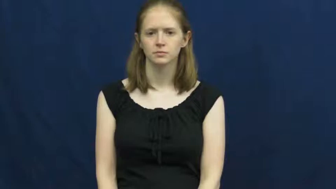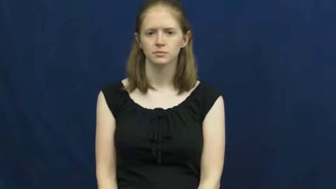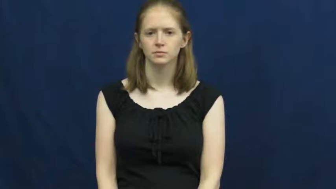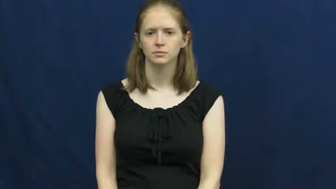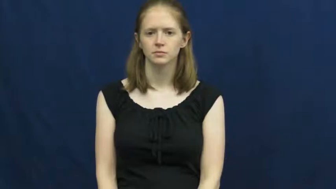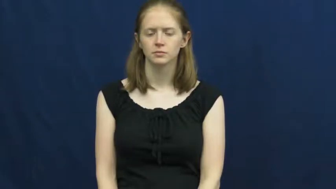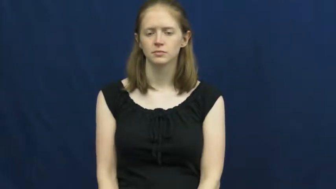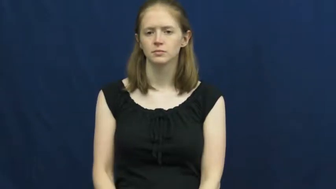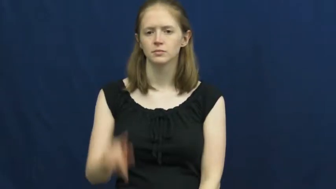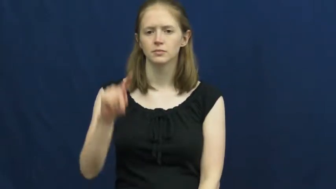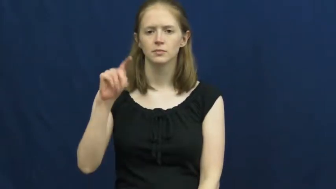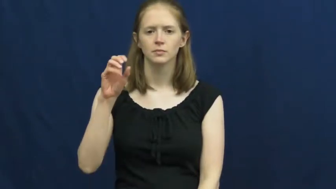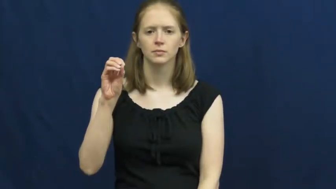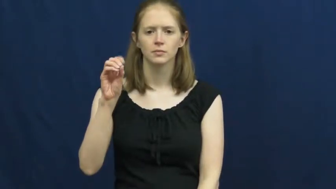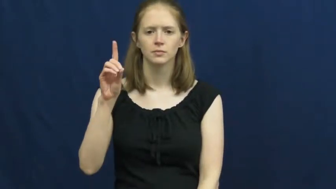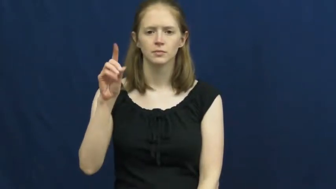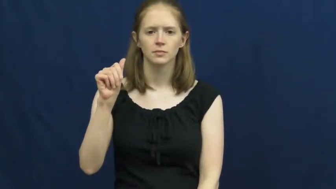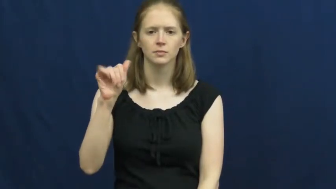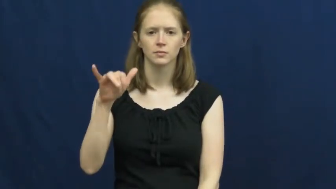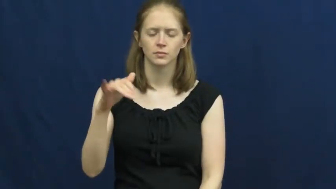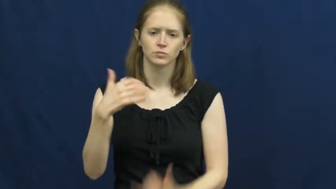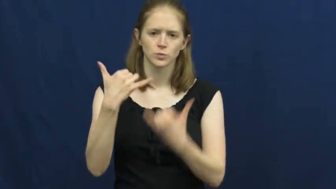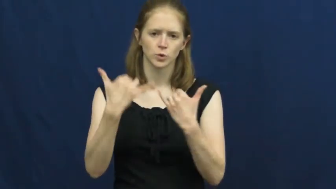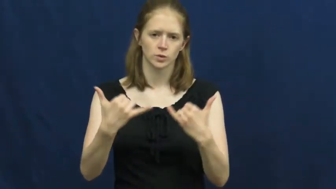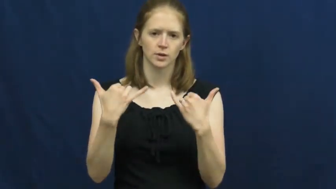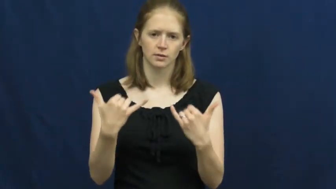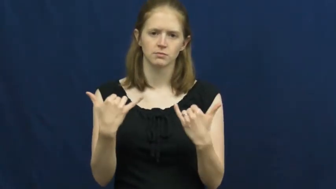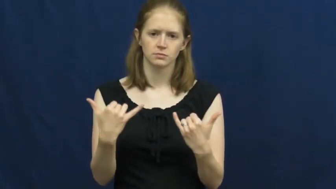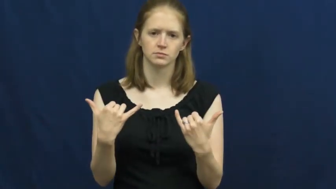today